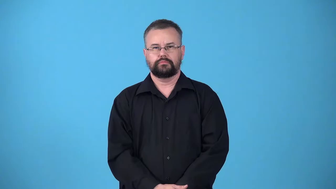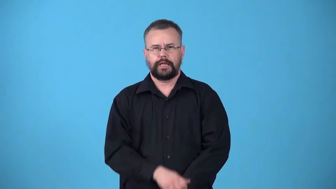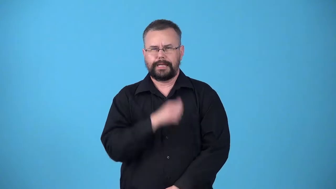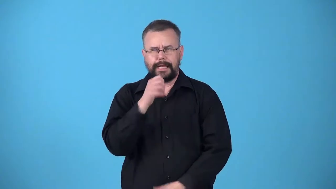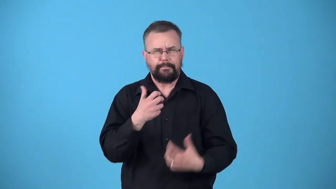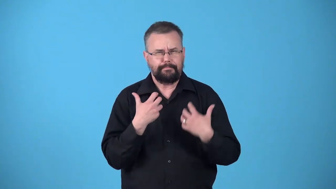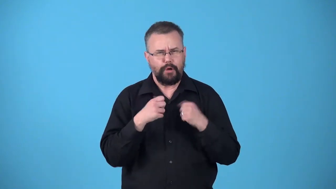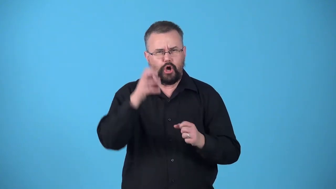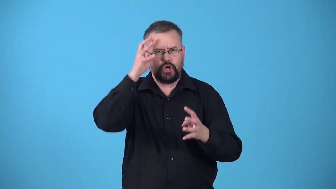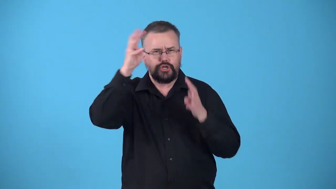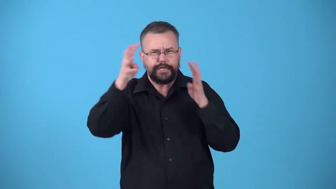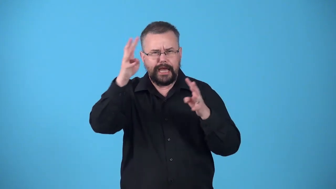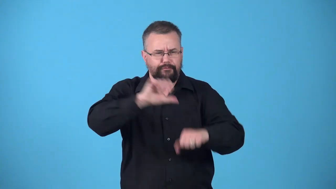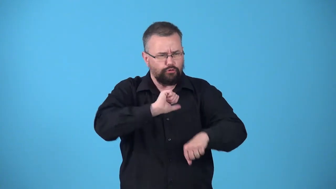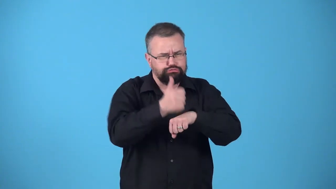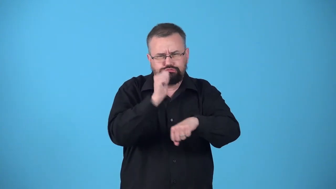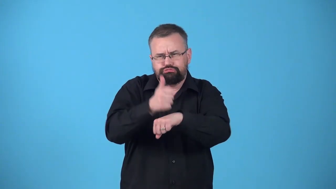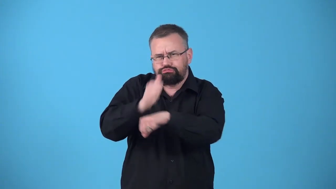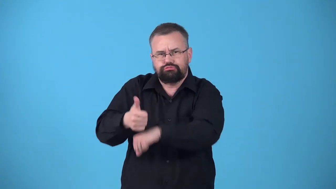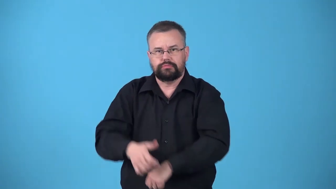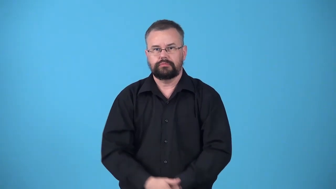unenterprising